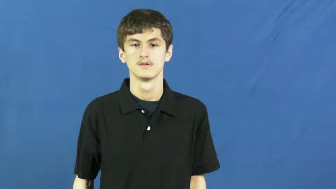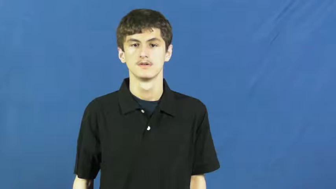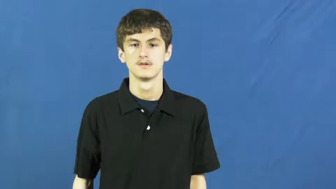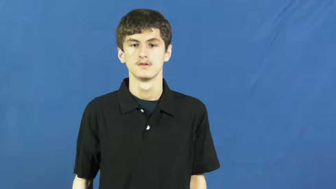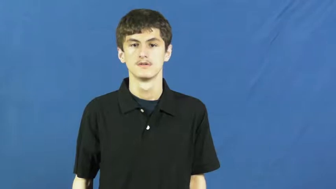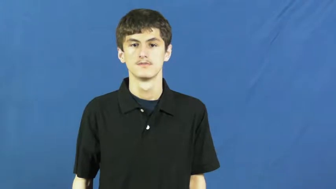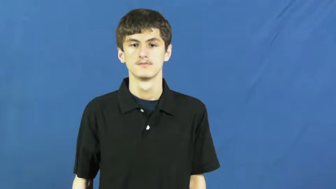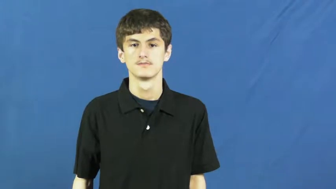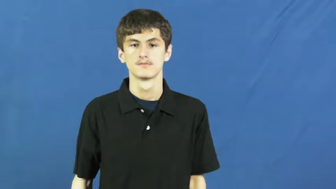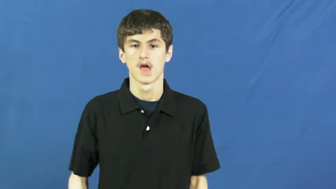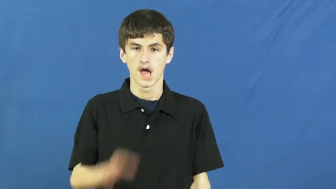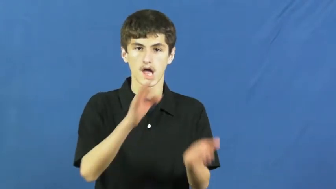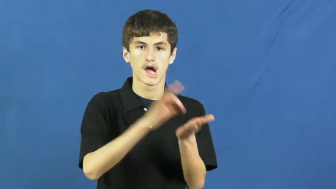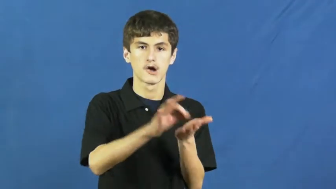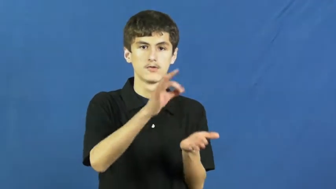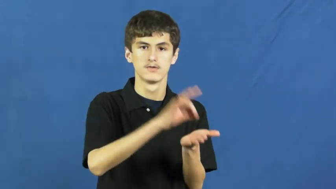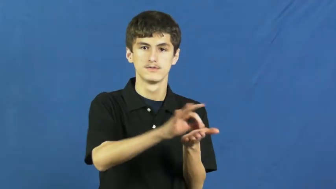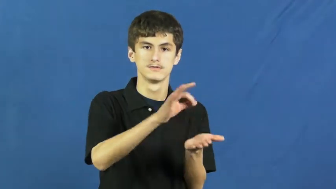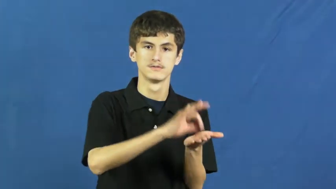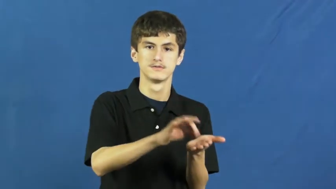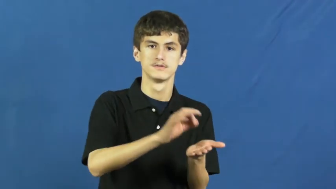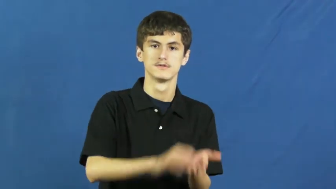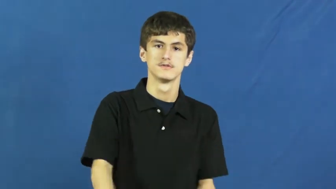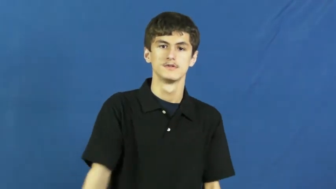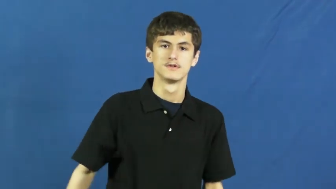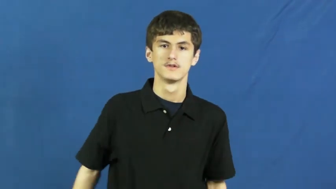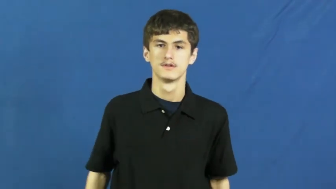count,numerate-numbers